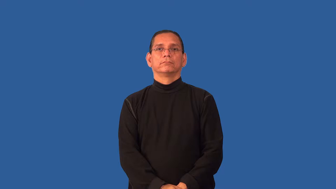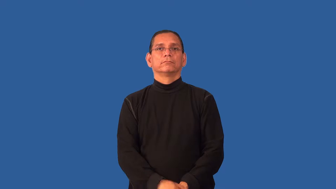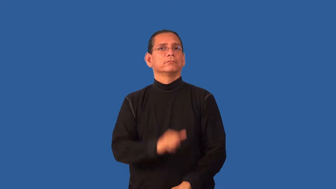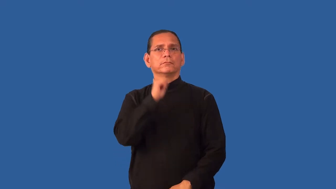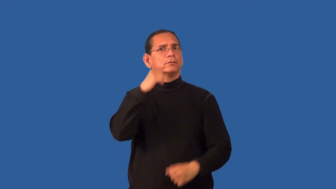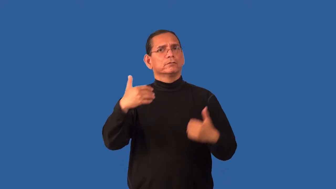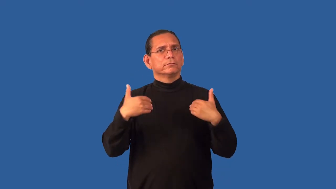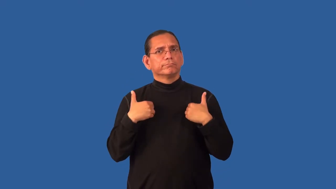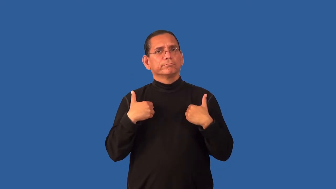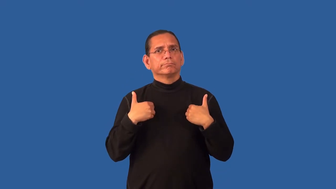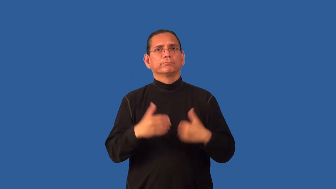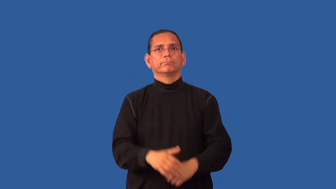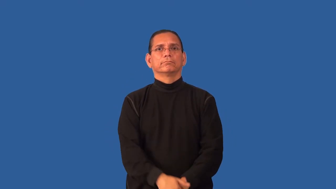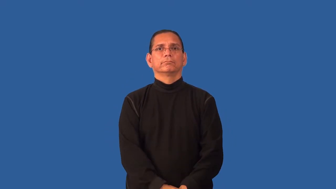haven't-don't have